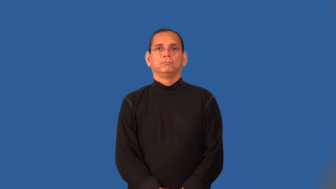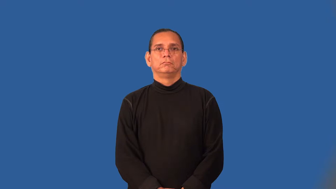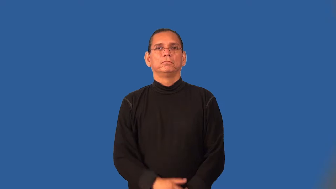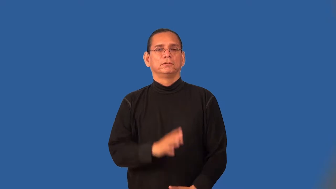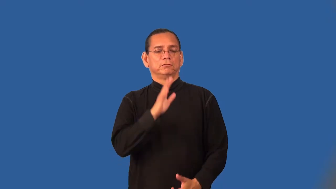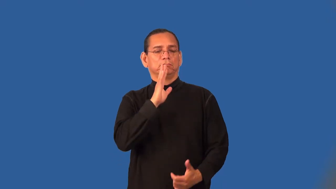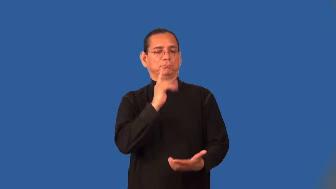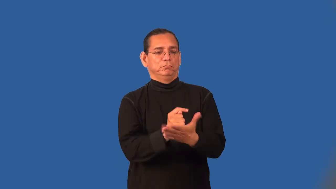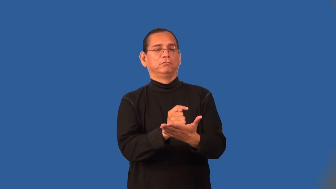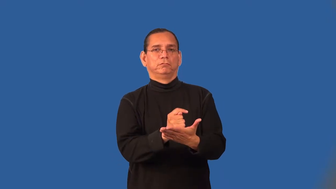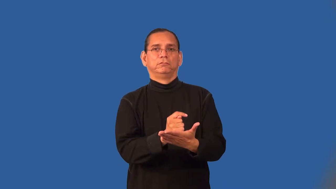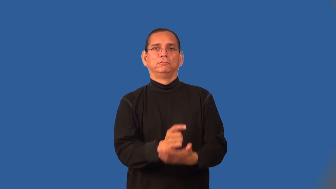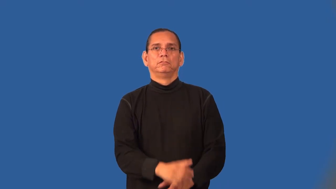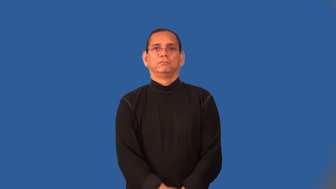testify-church